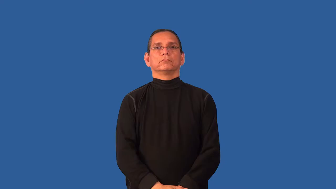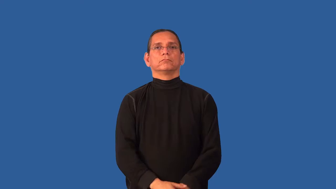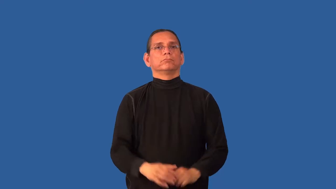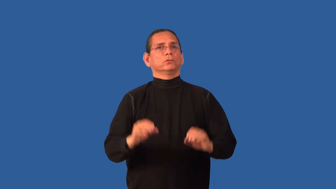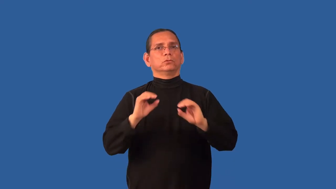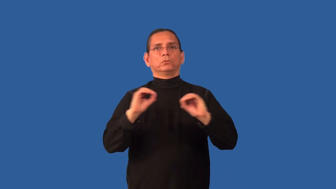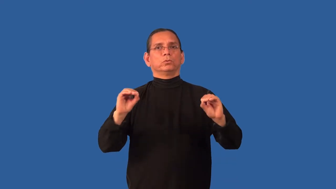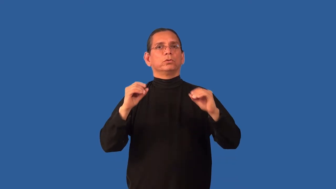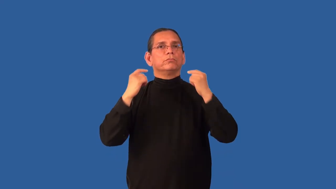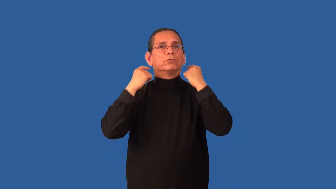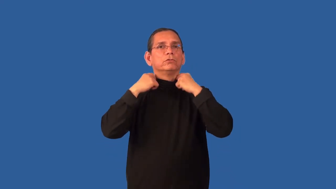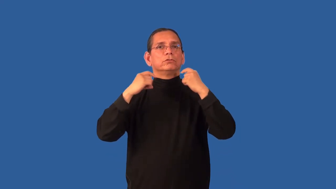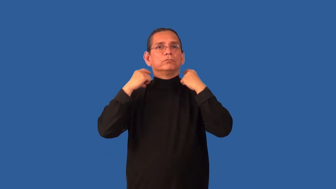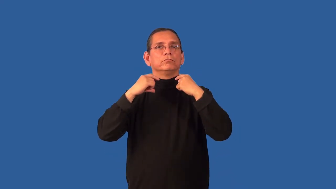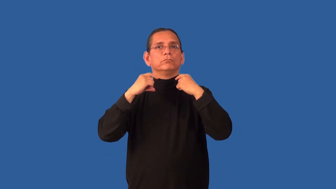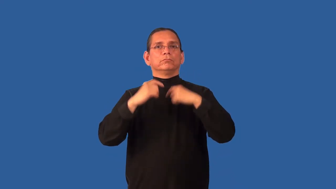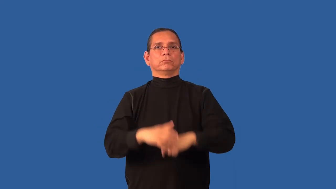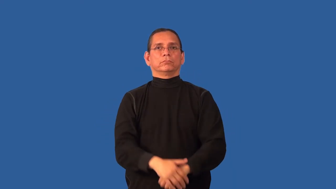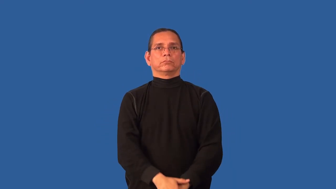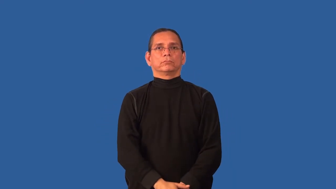collarless